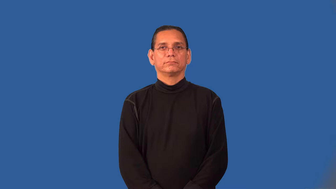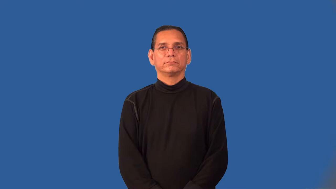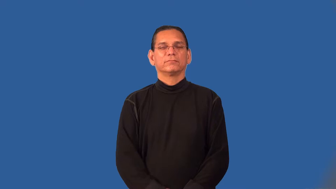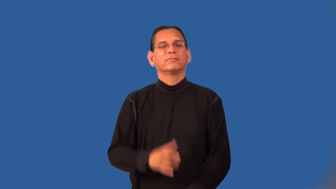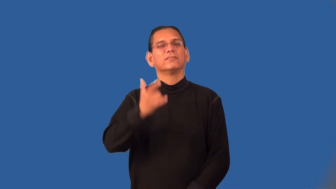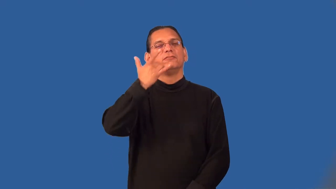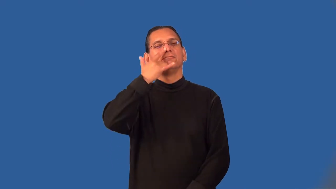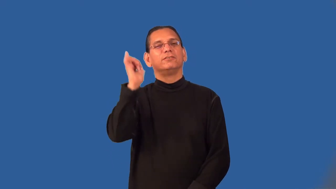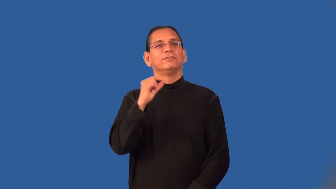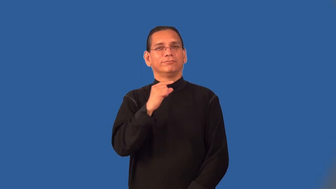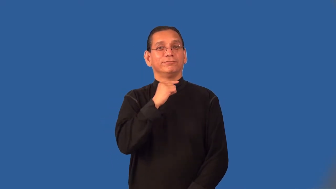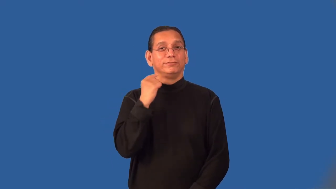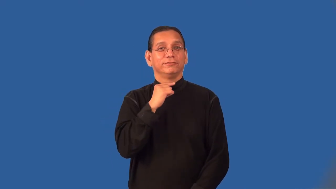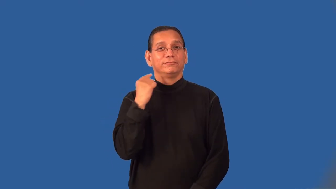priestly